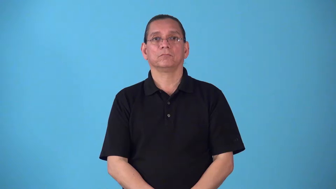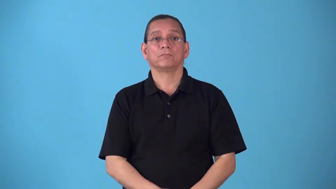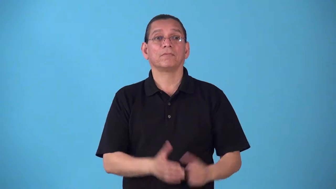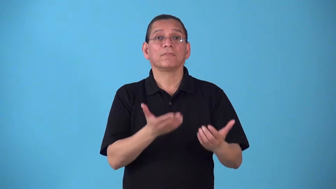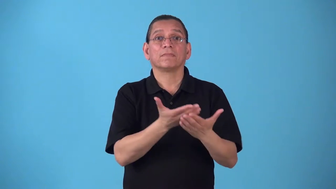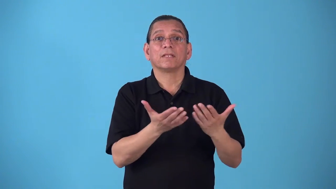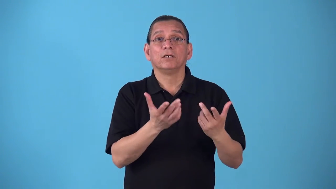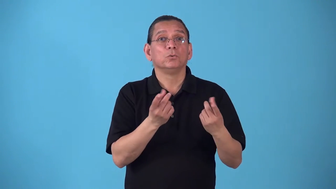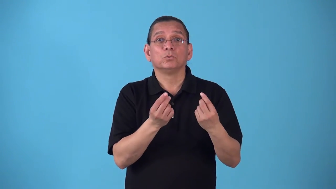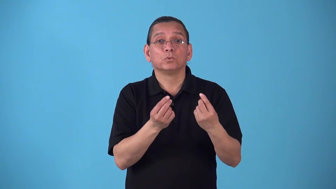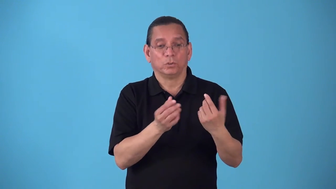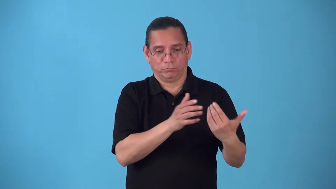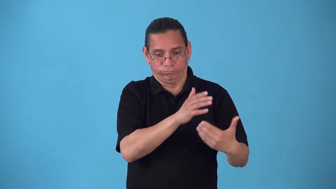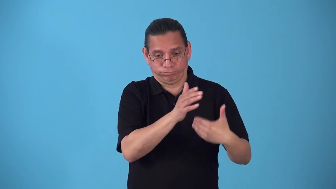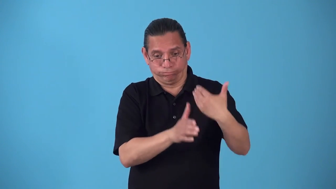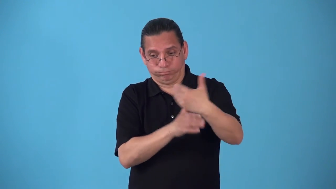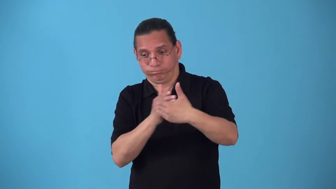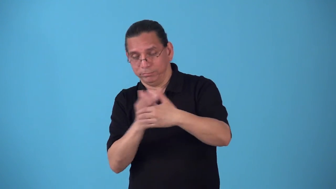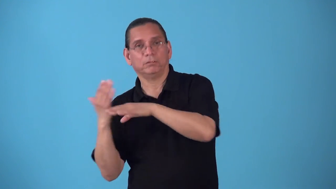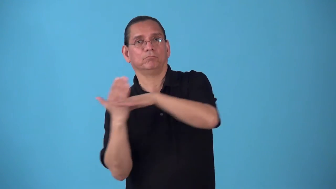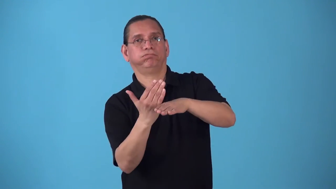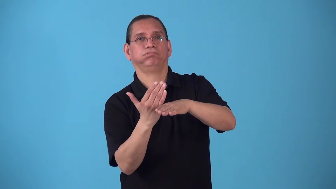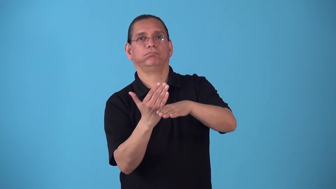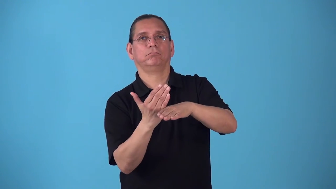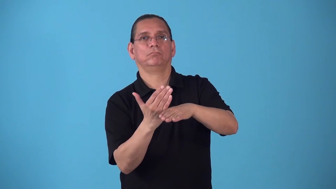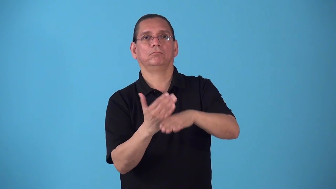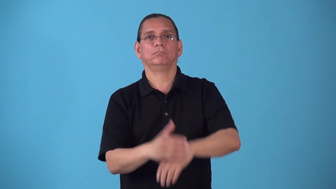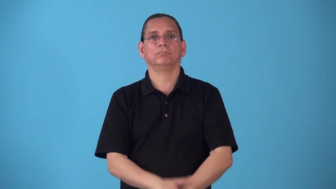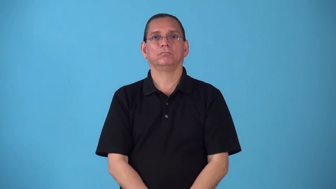sandbag-verb